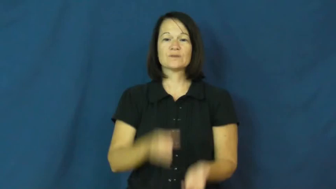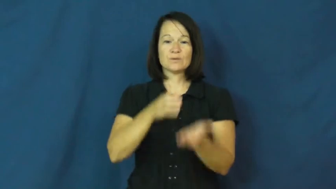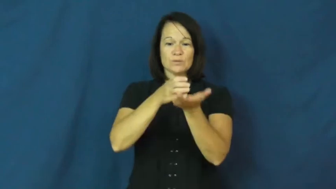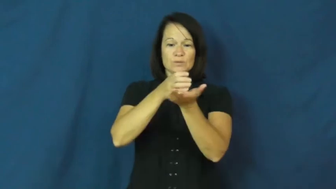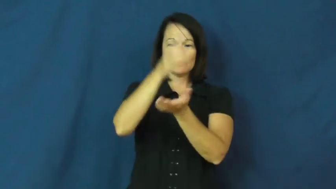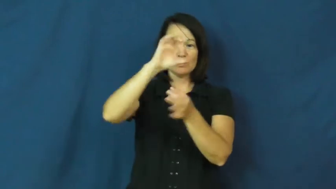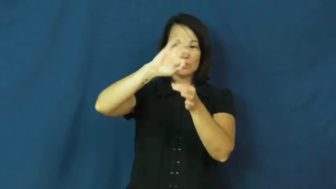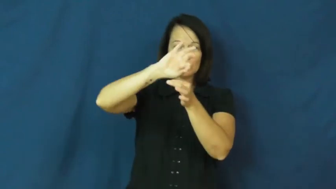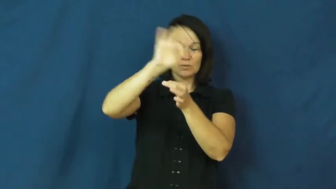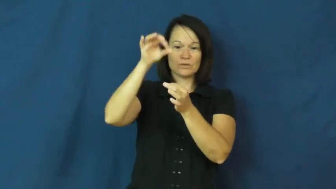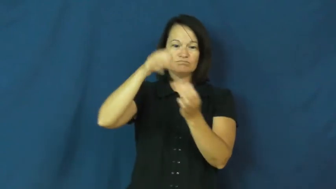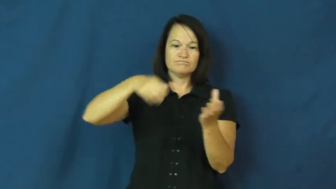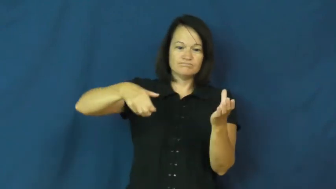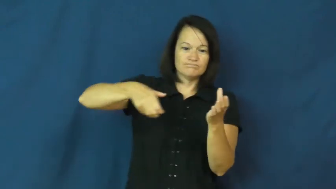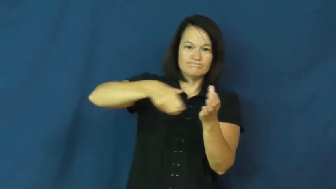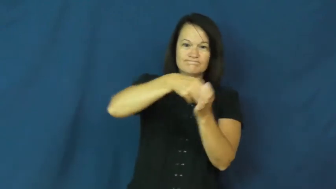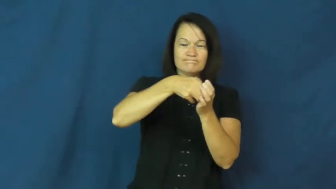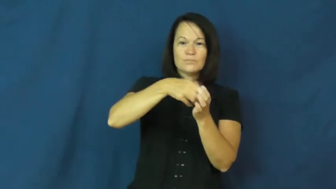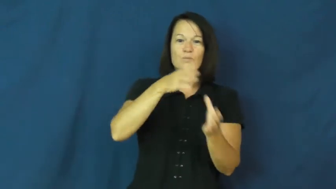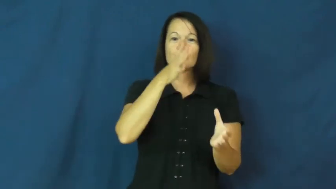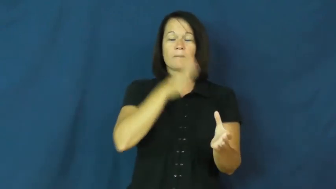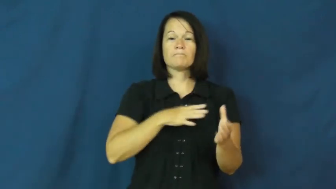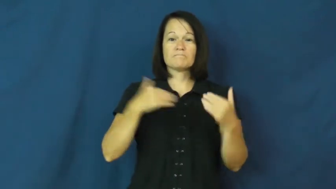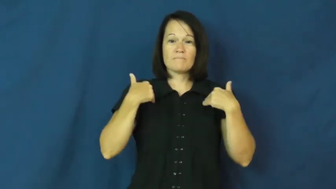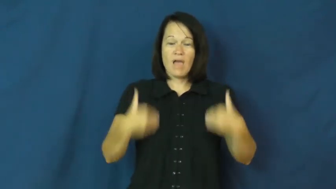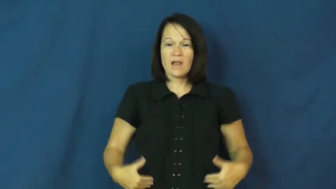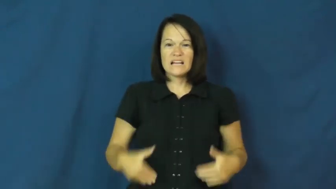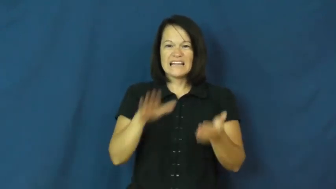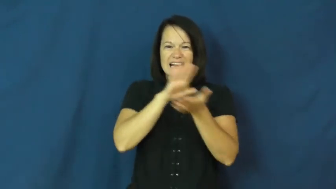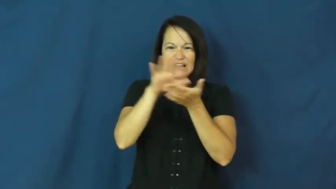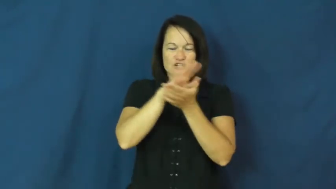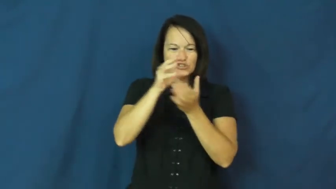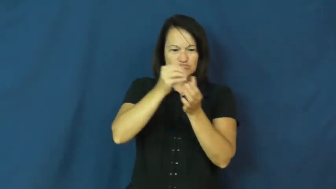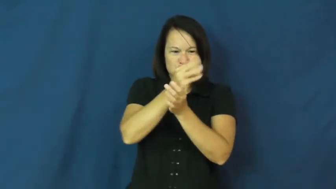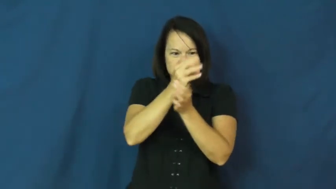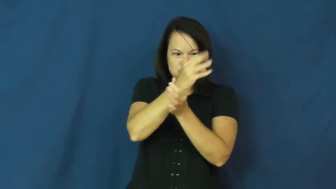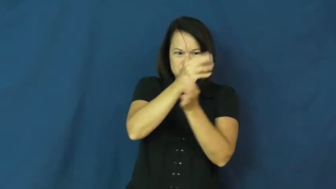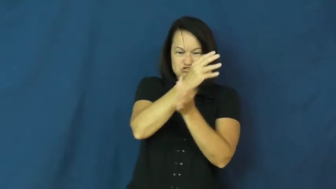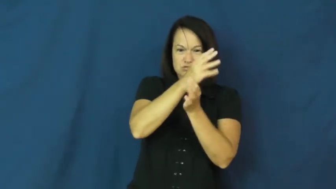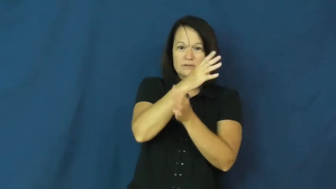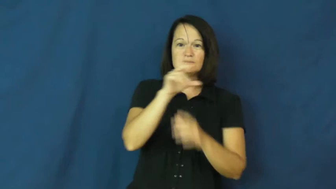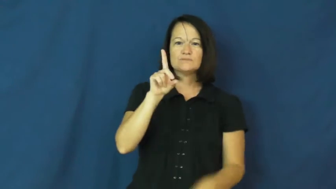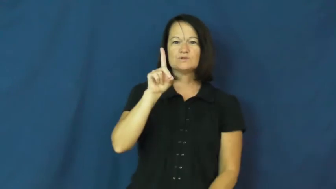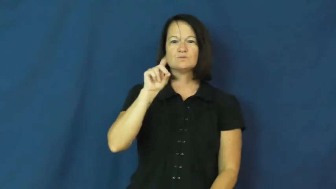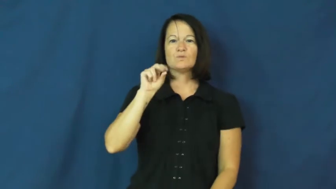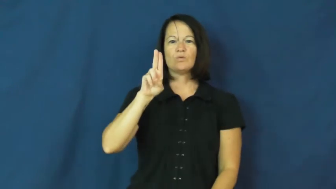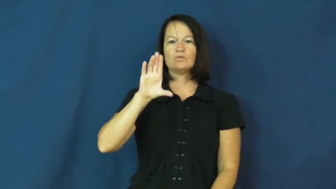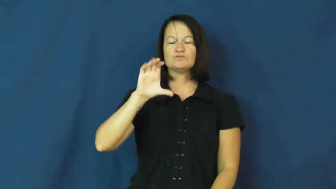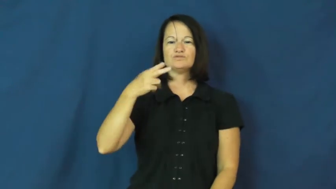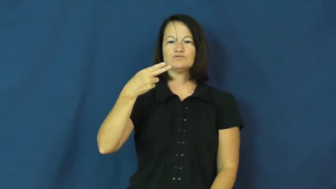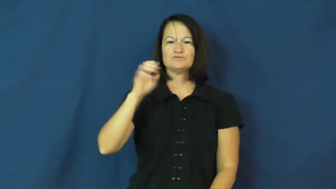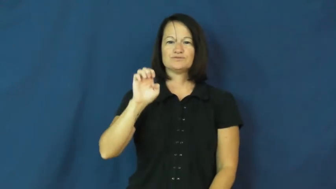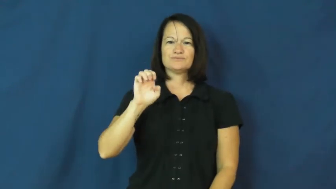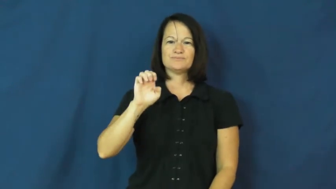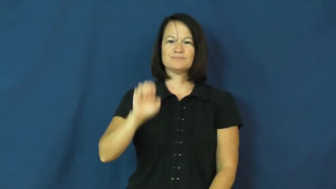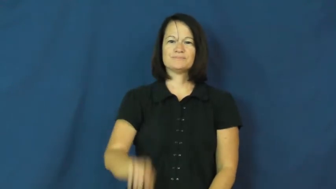douche